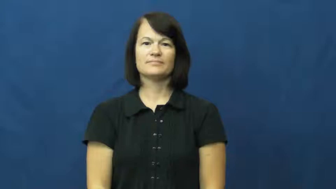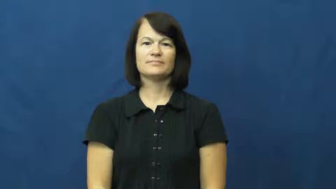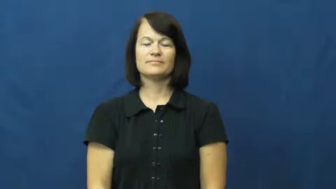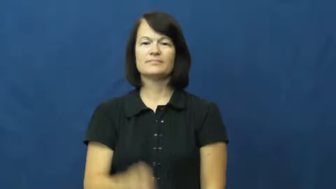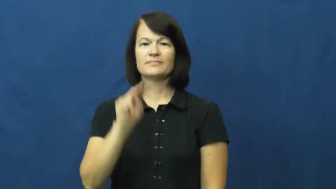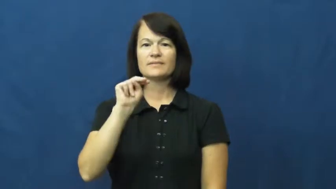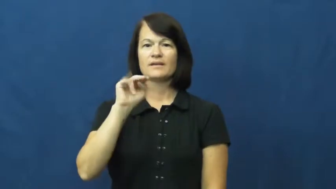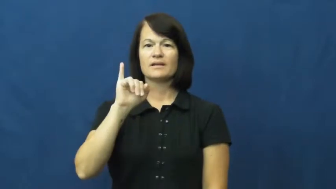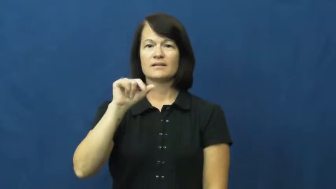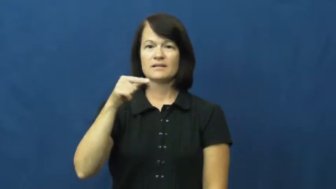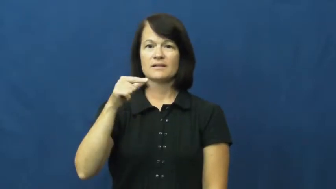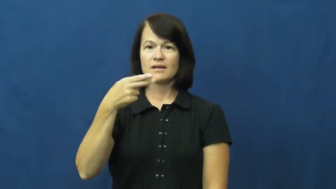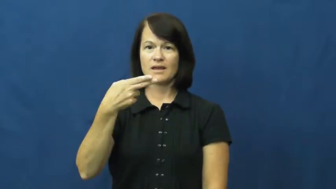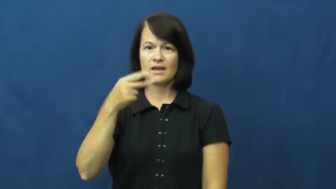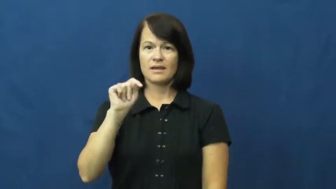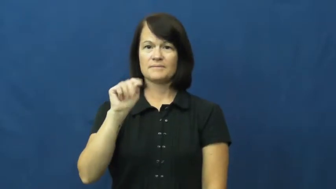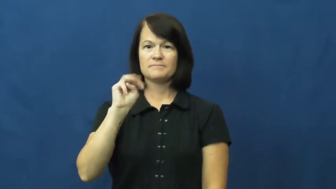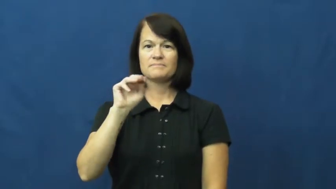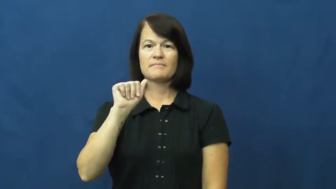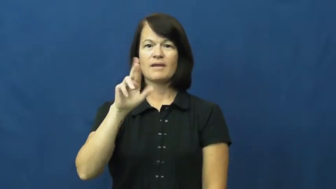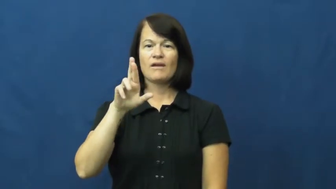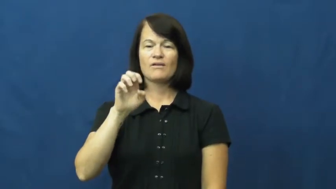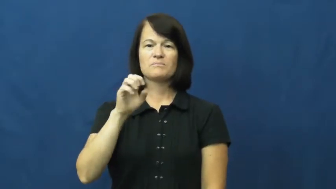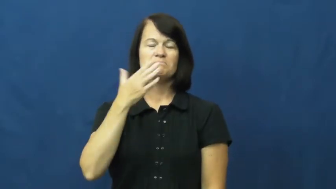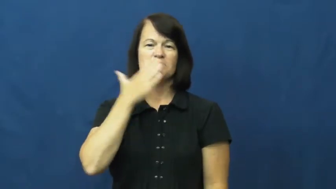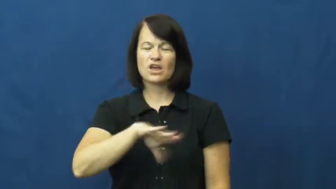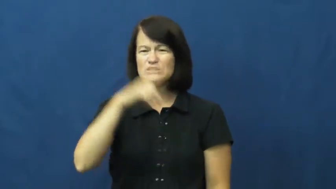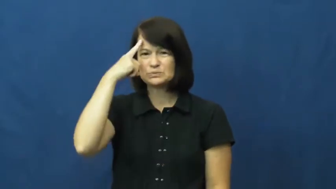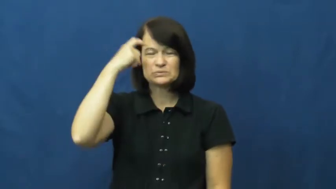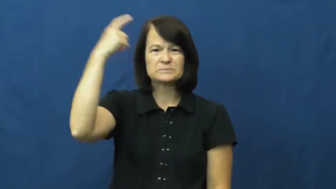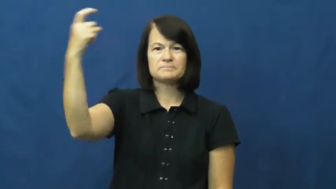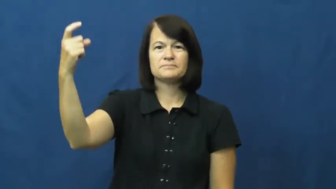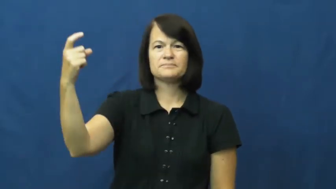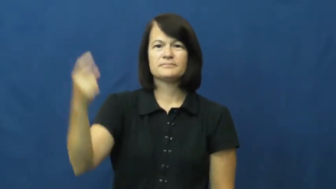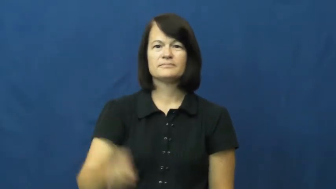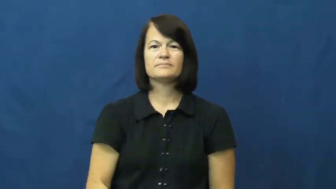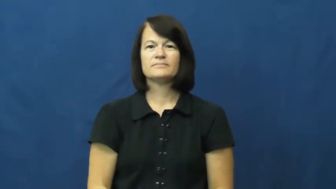nightmare,incubus